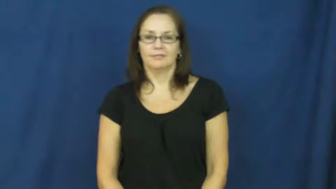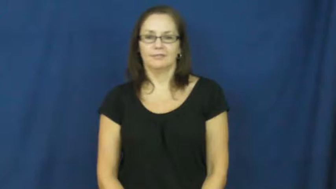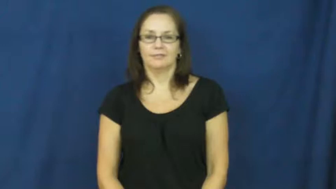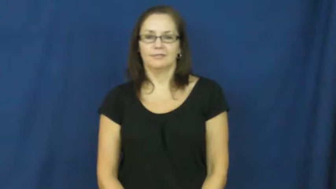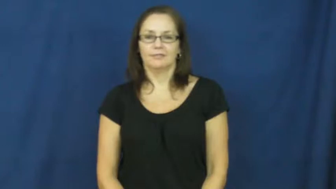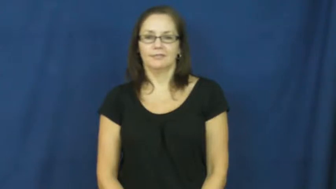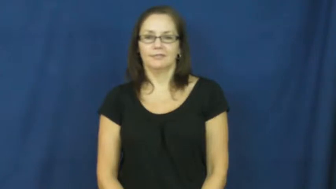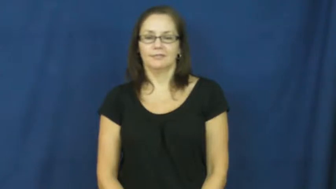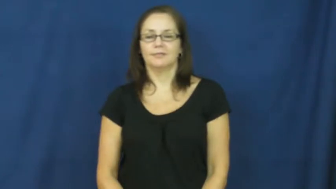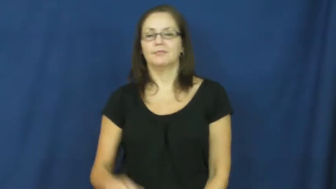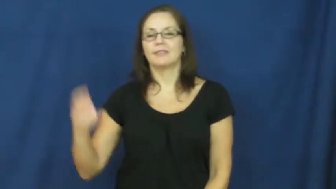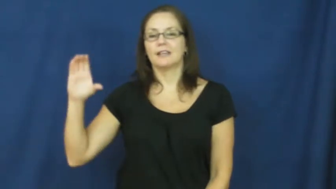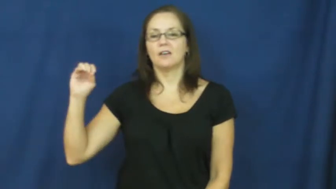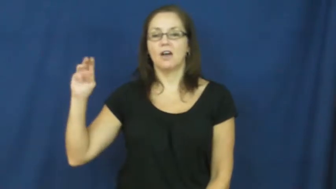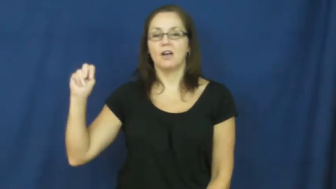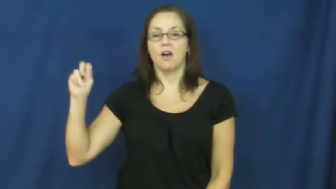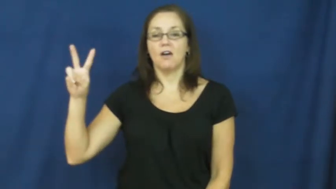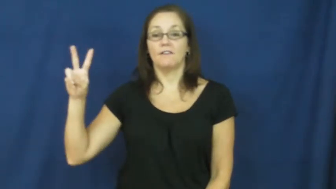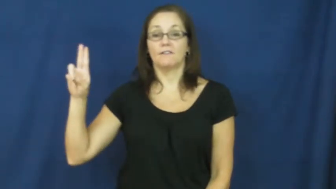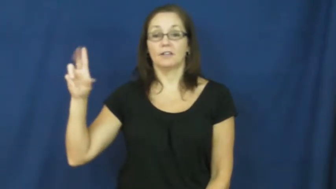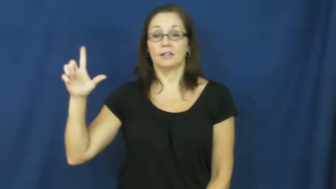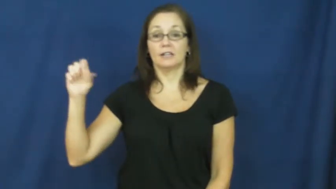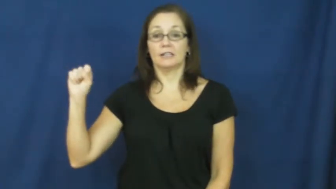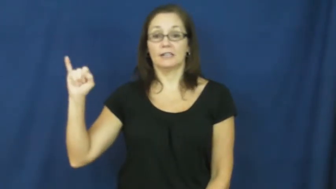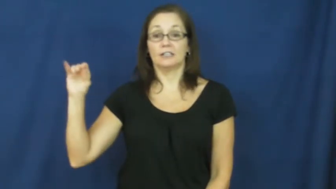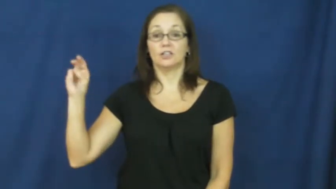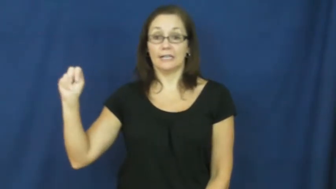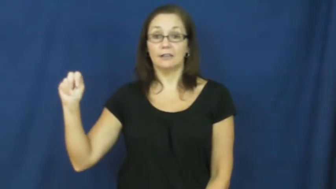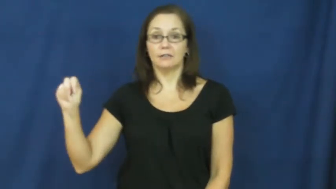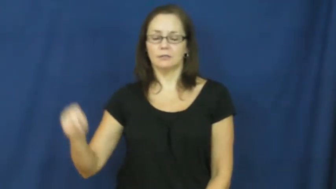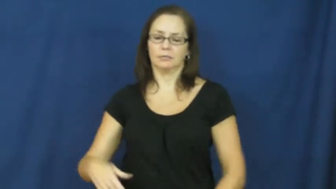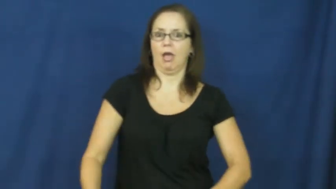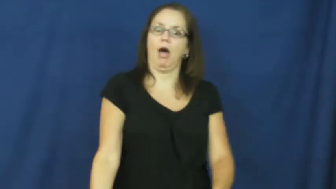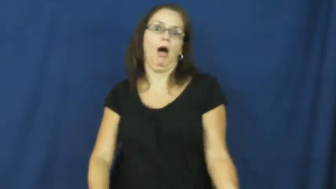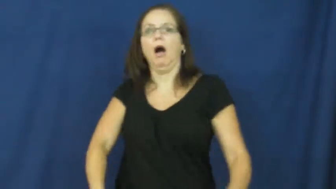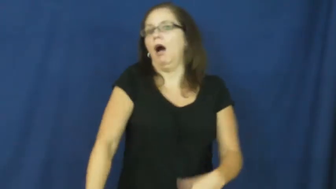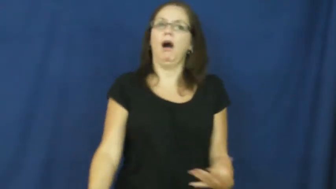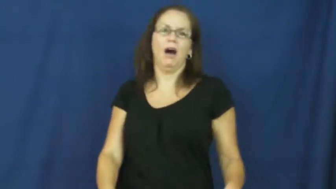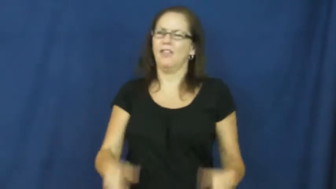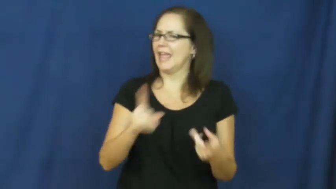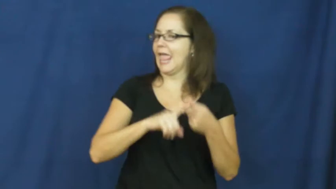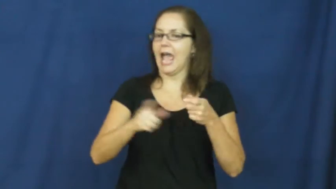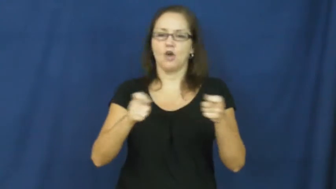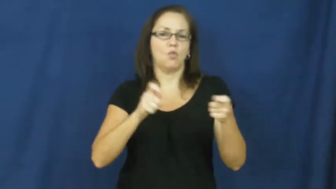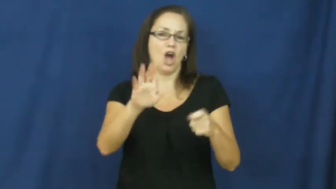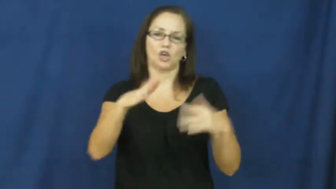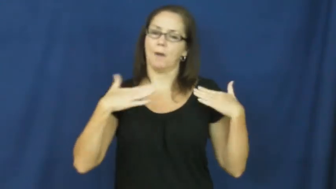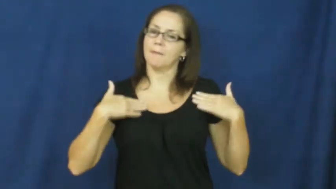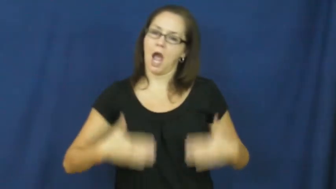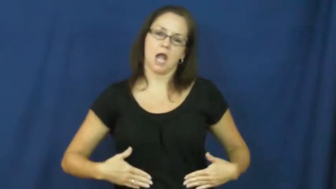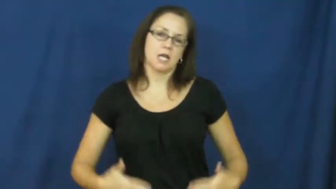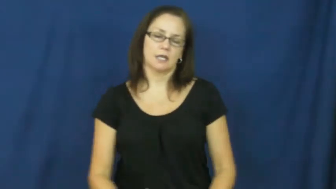convulsion